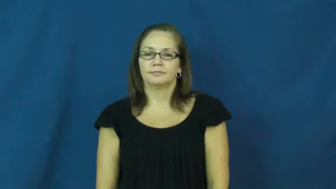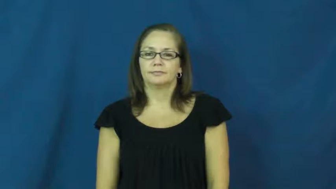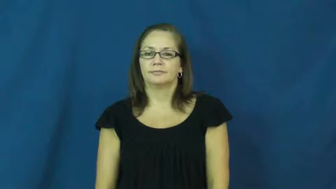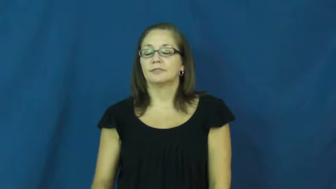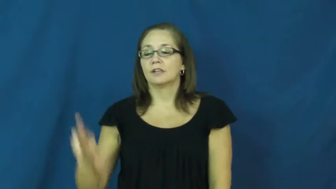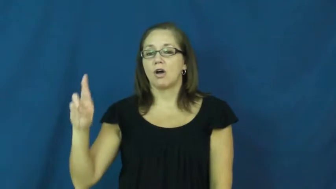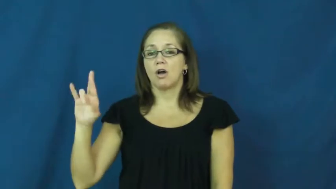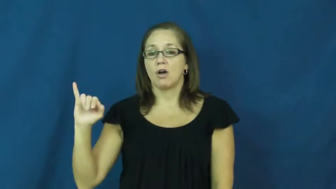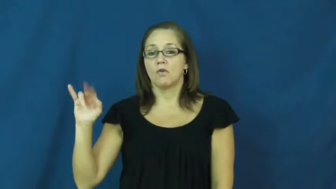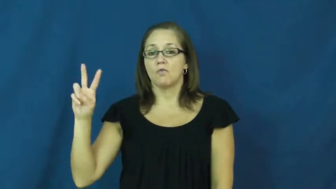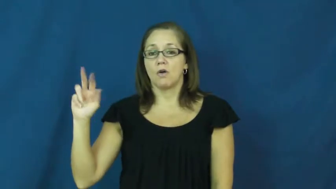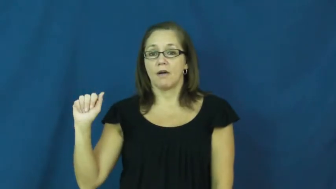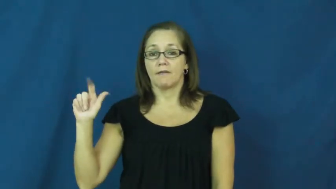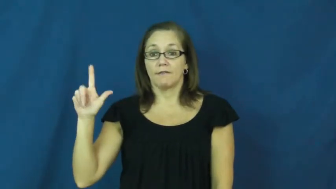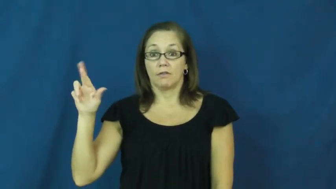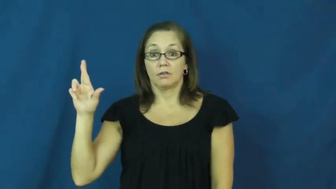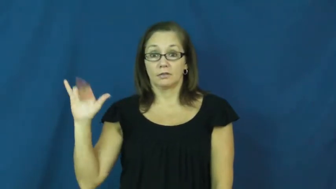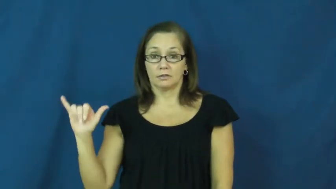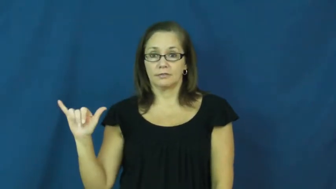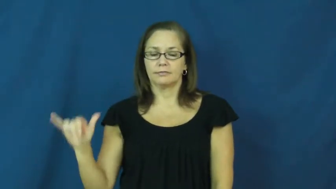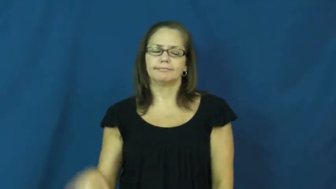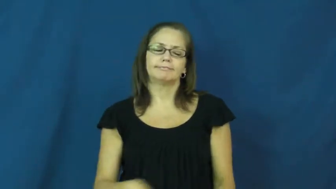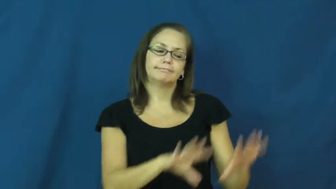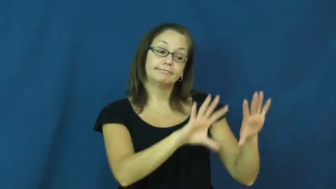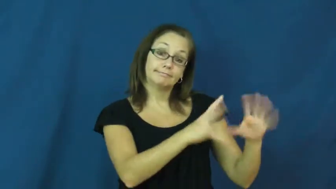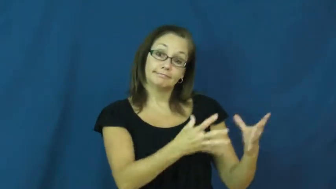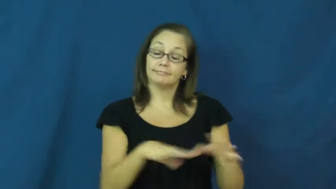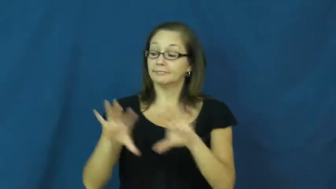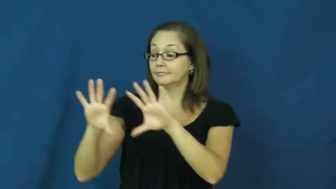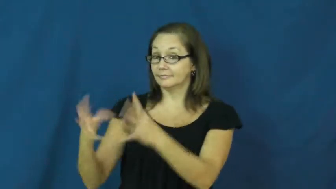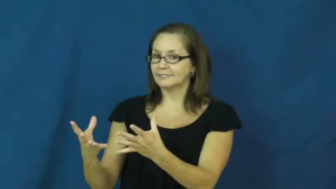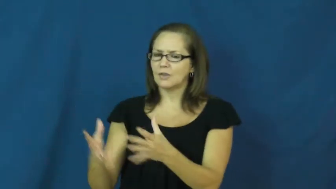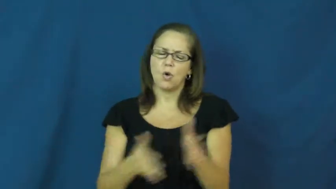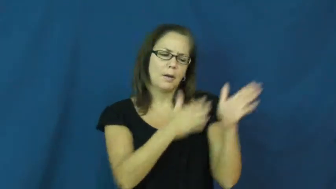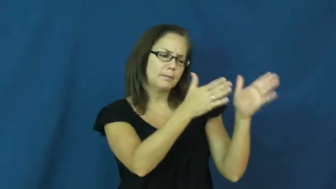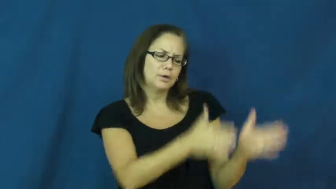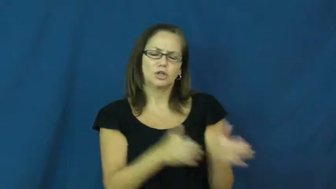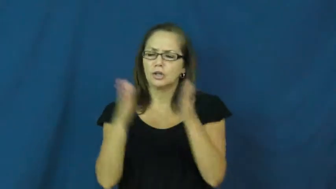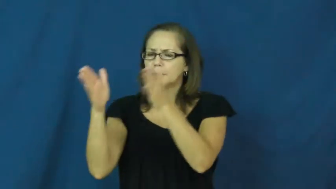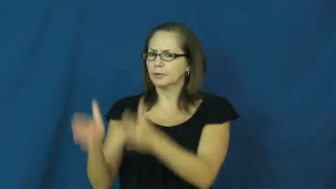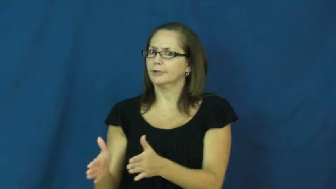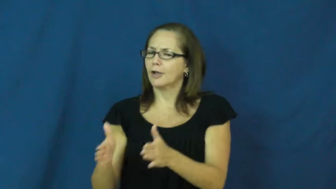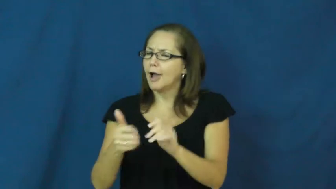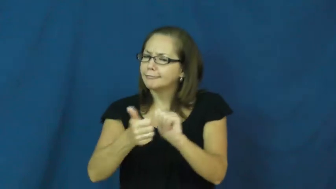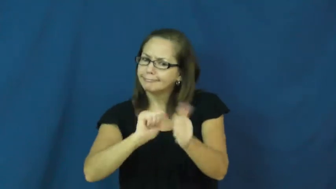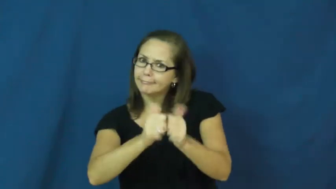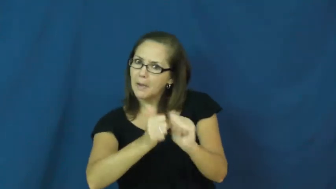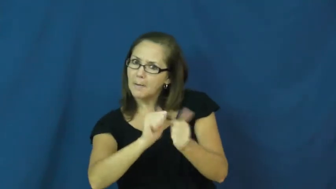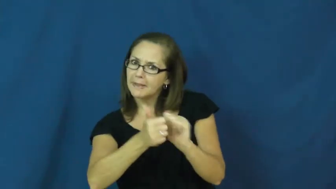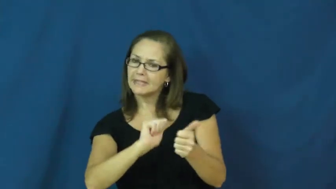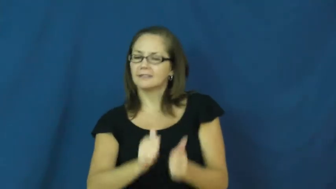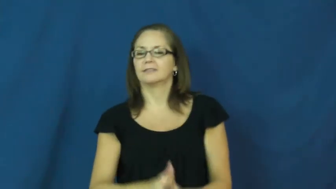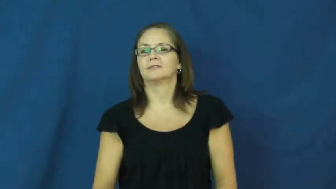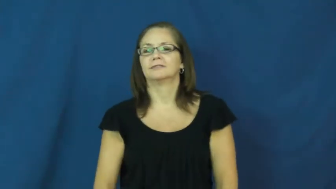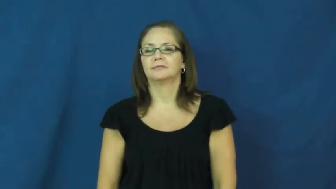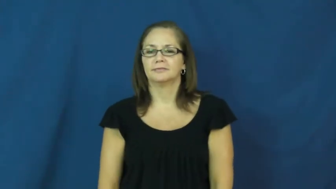rival,rivalry